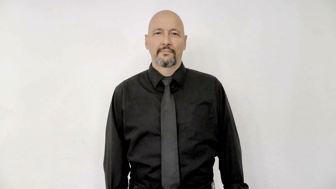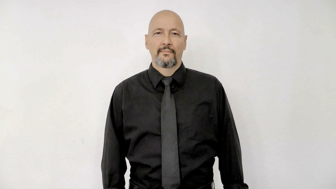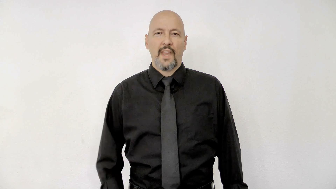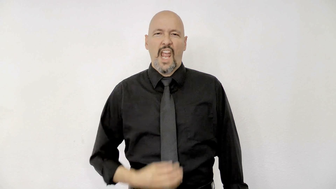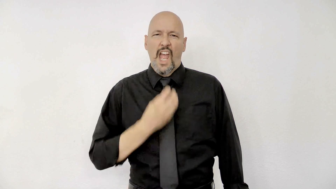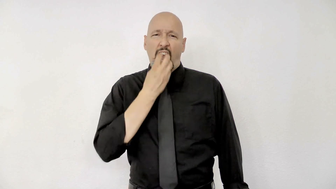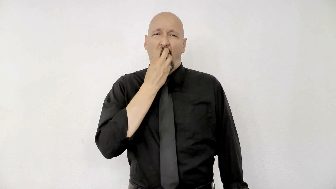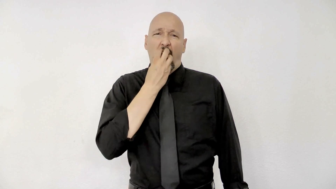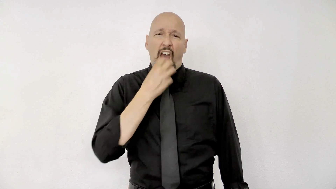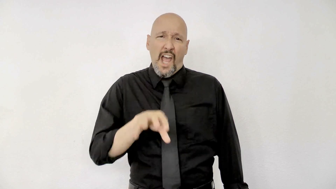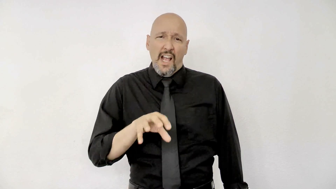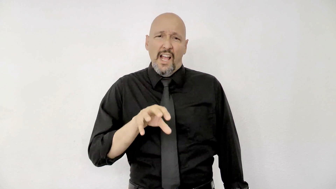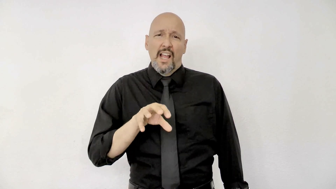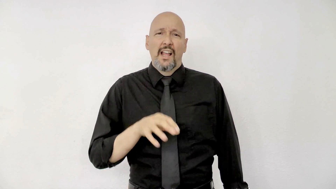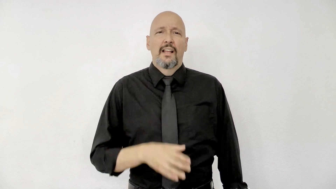hot